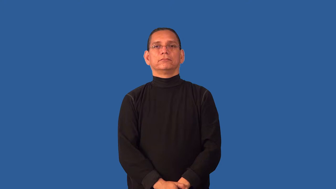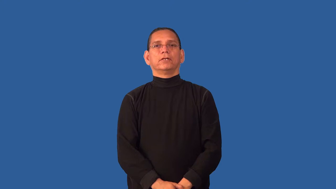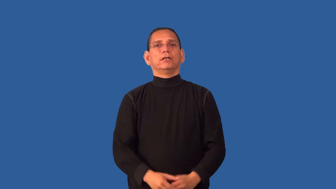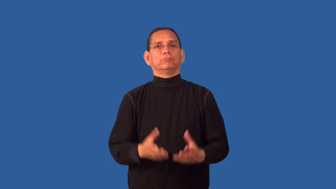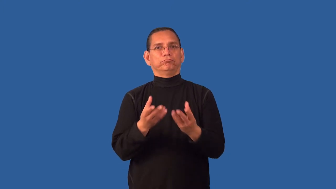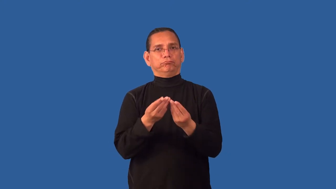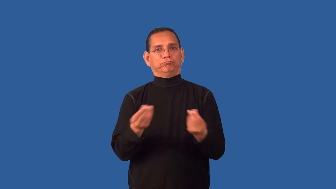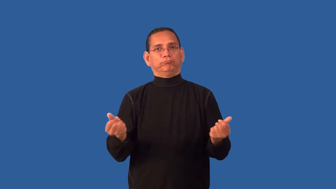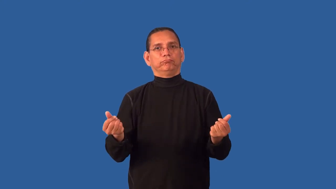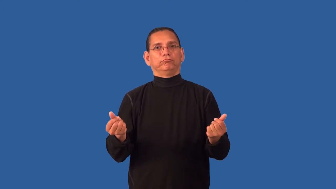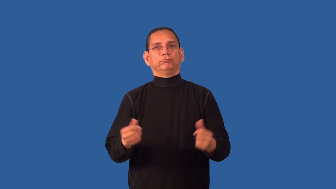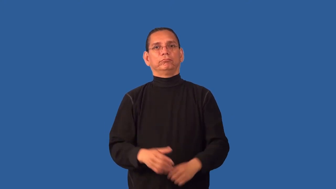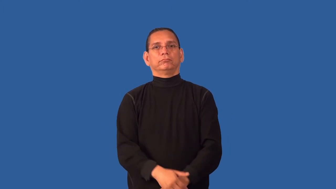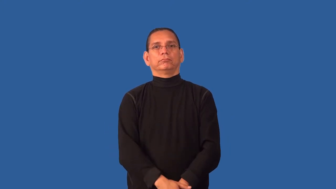corrode